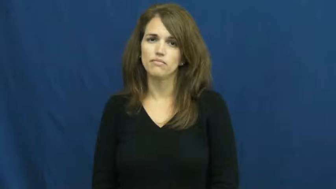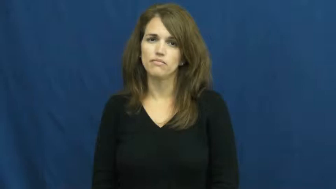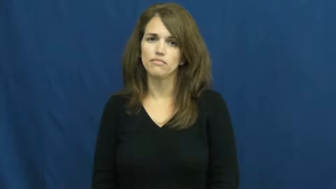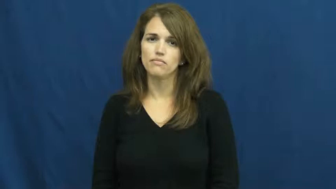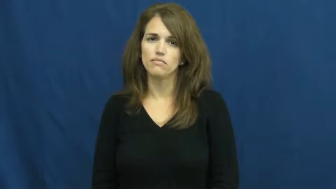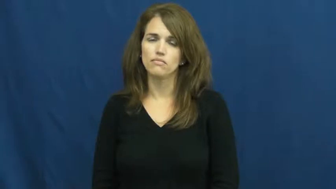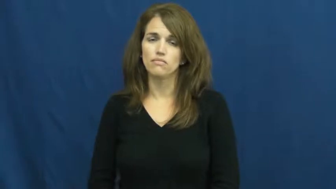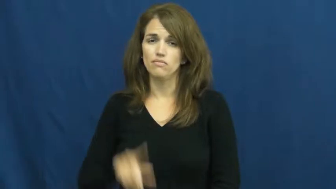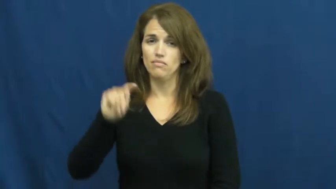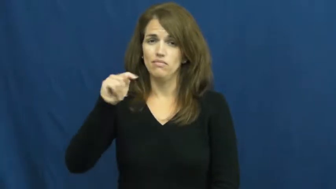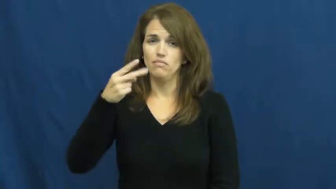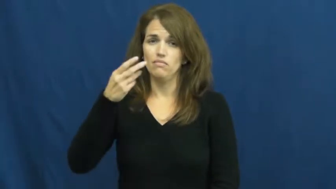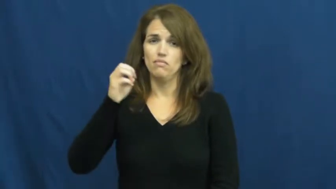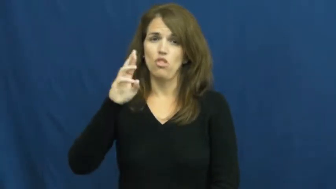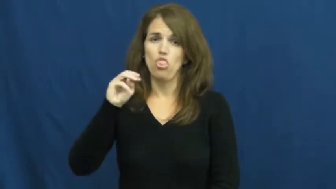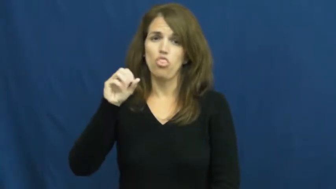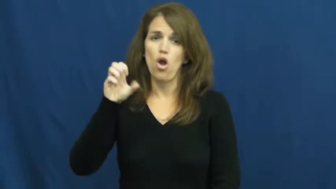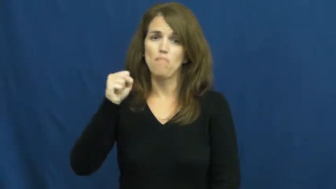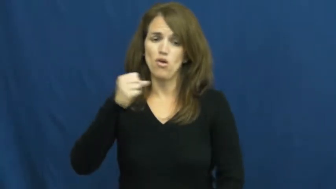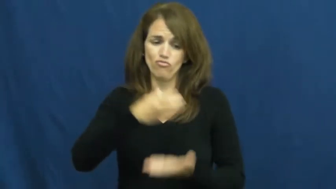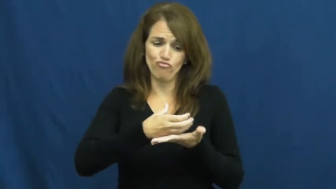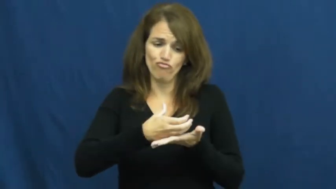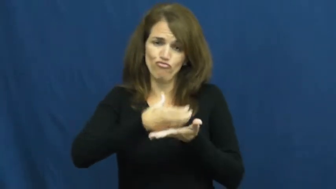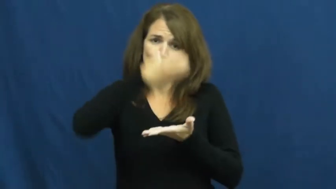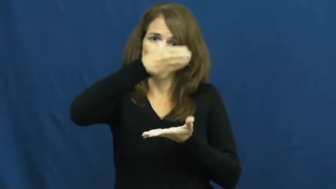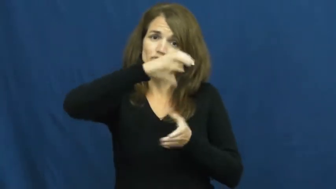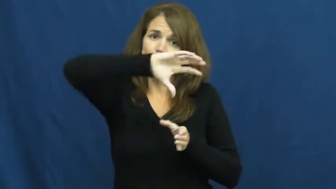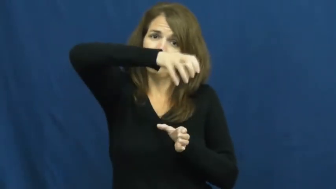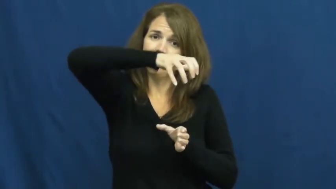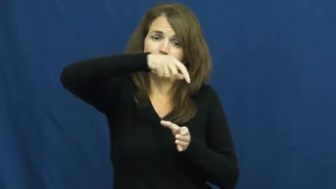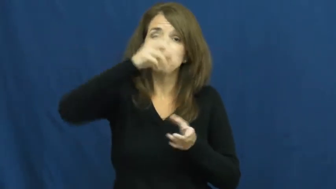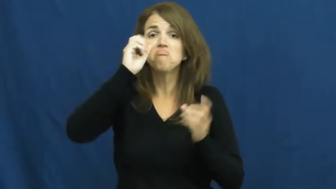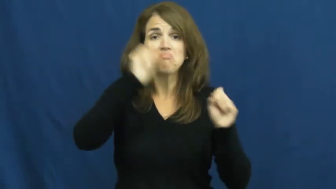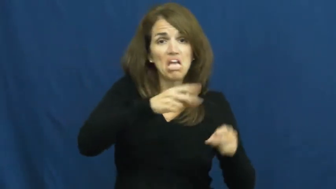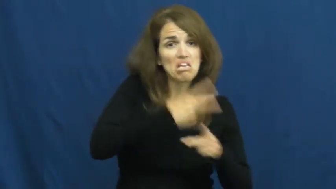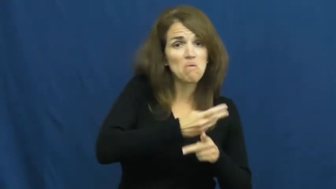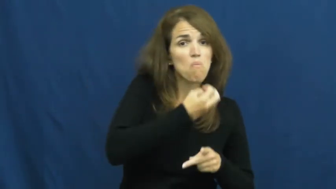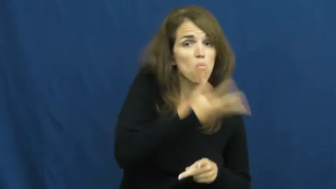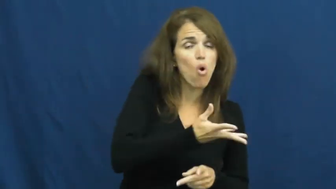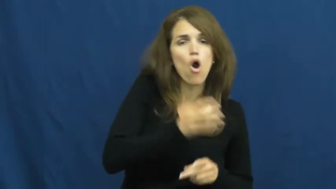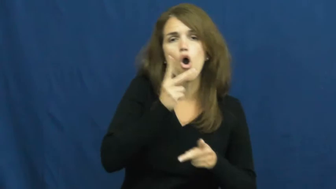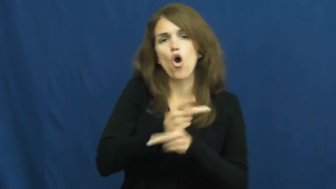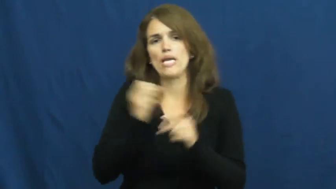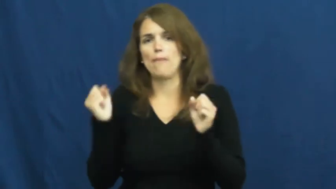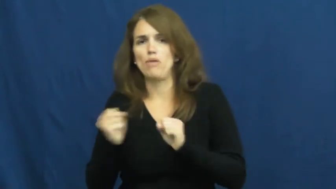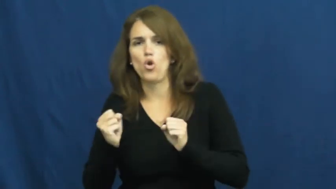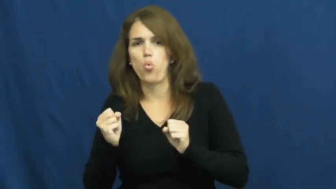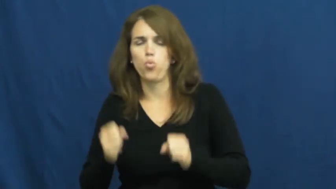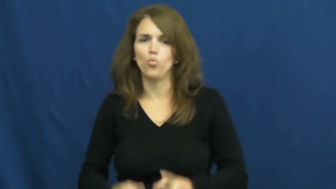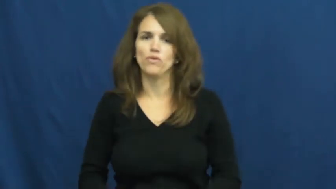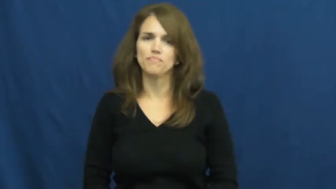thermos